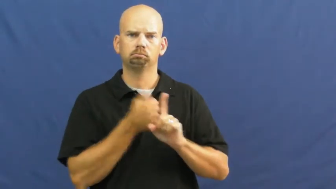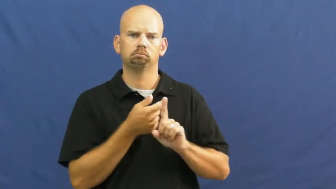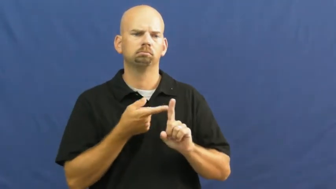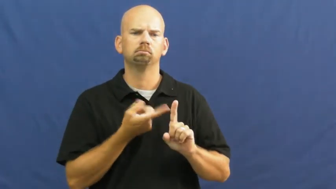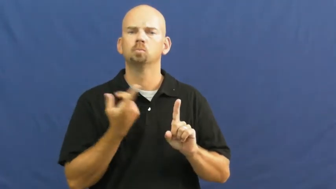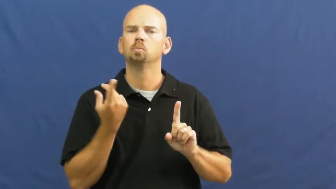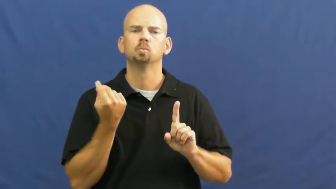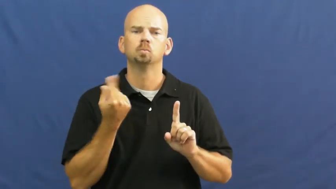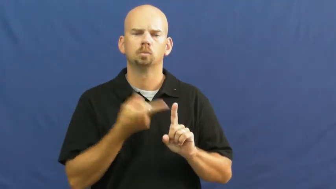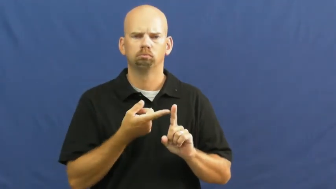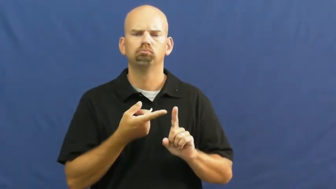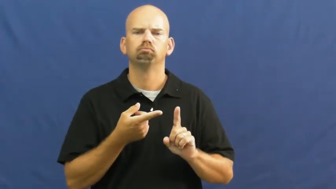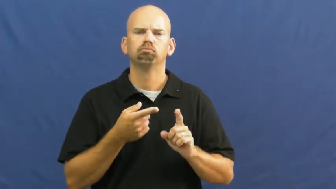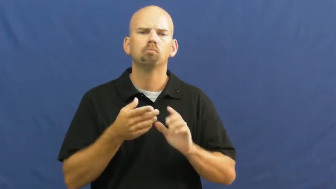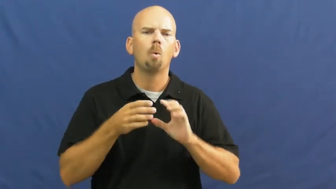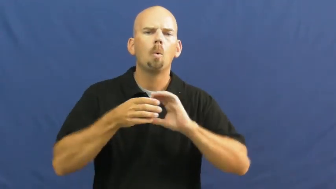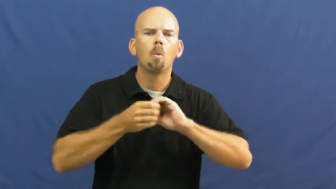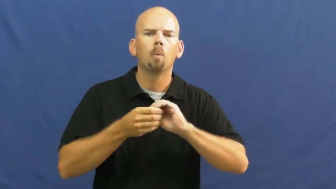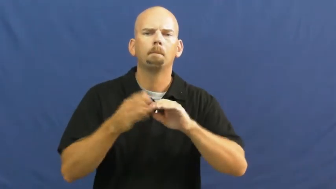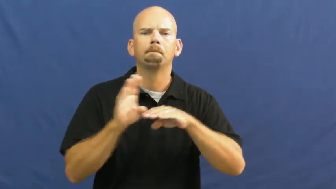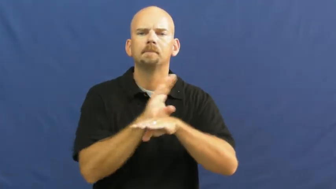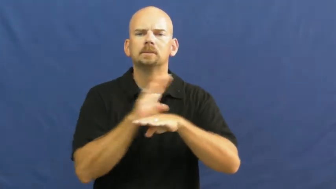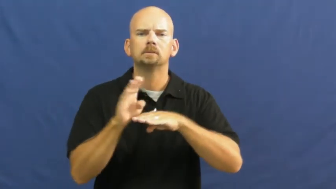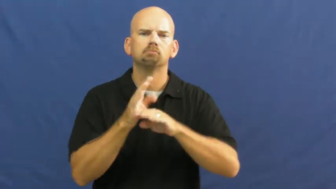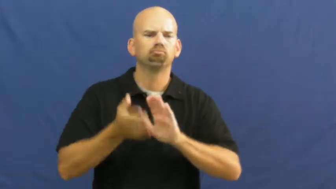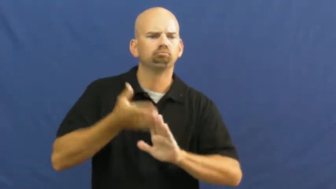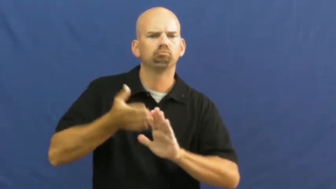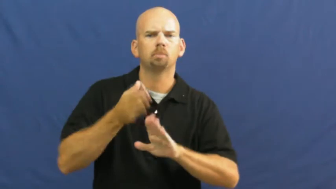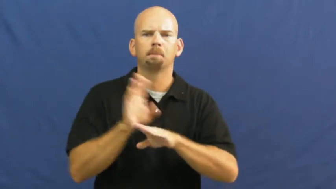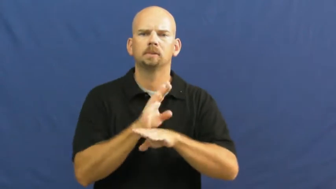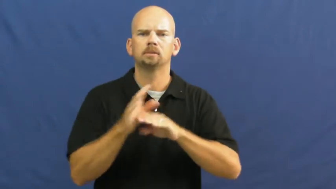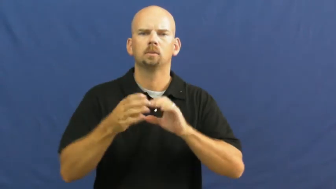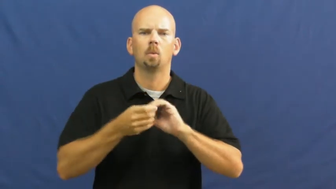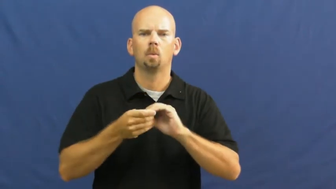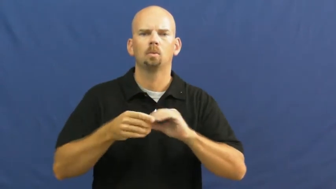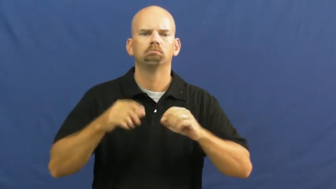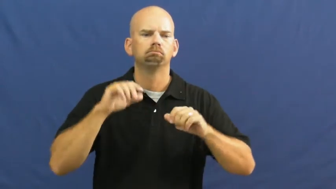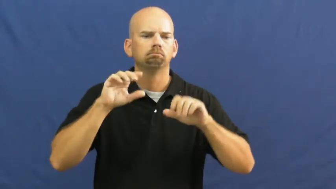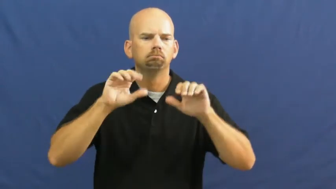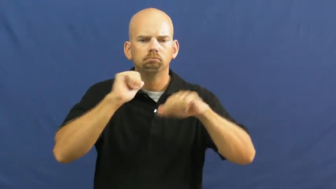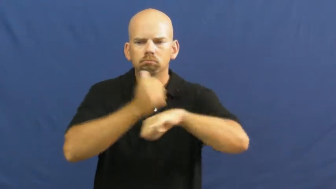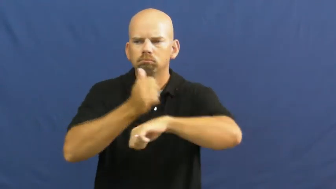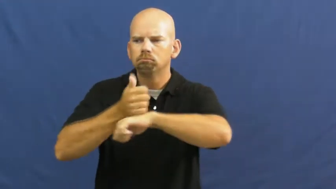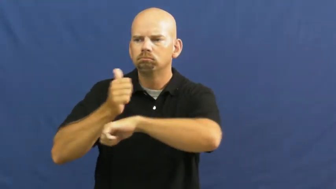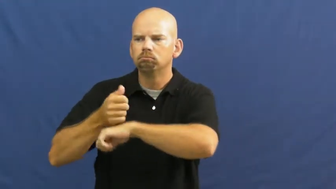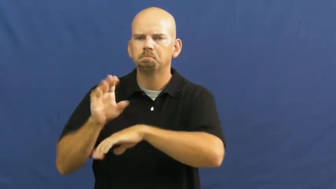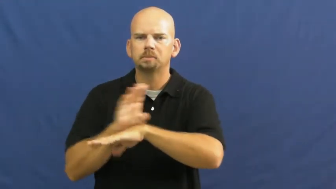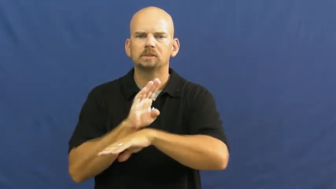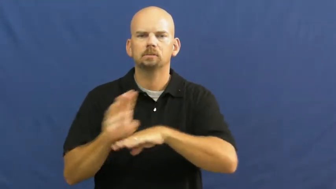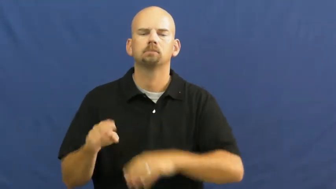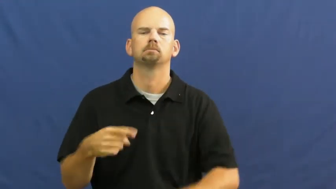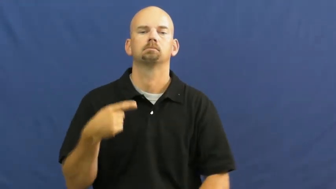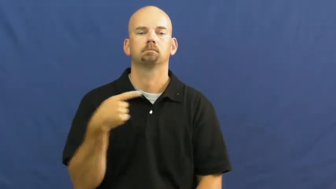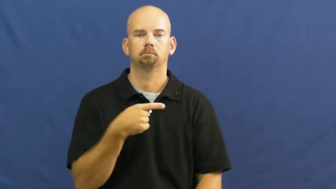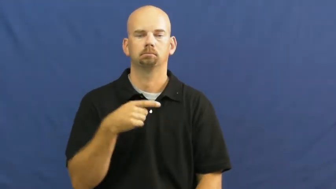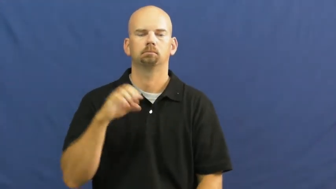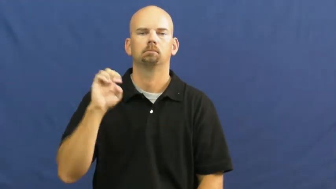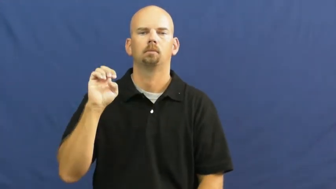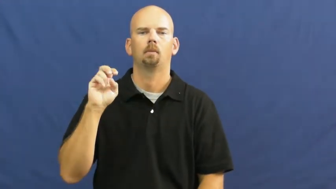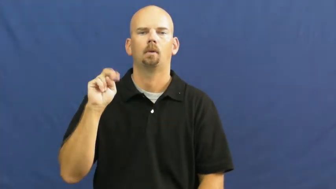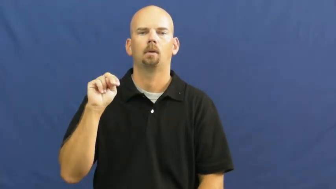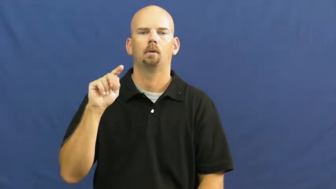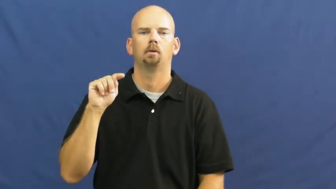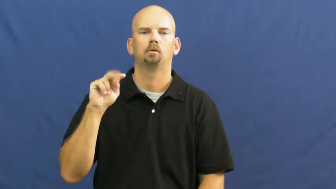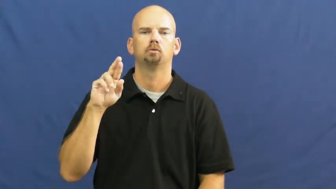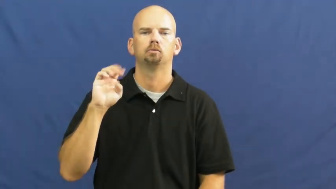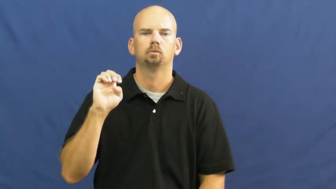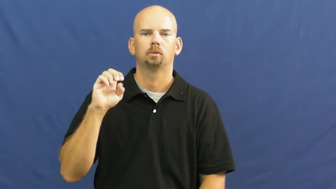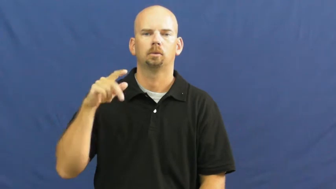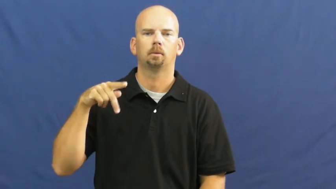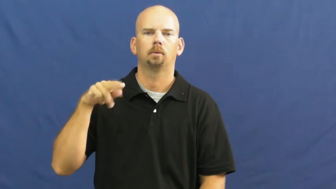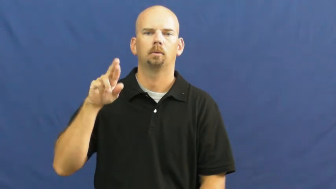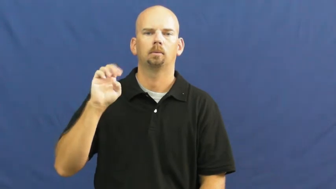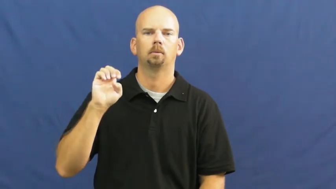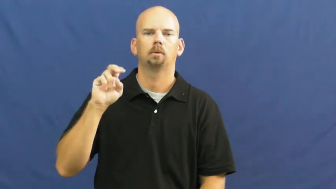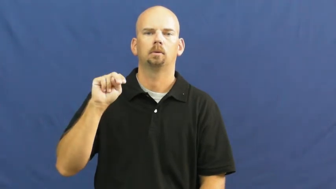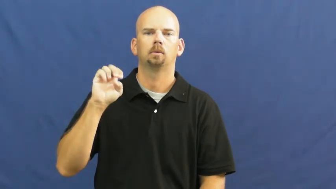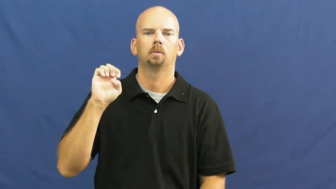entrepreneur